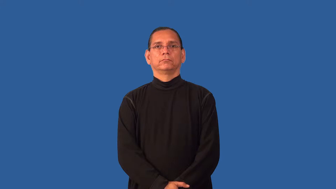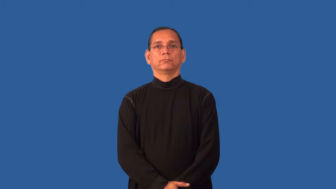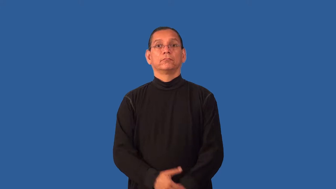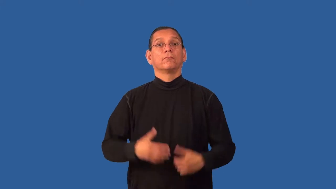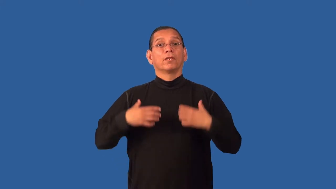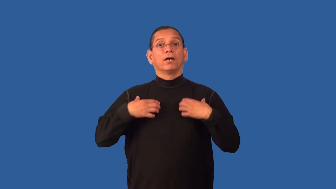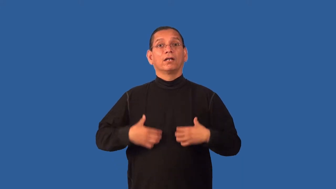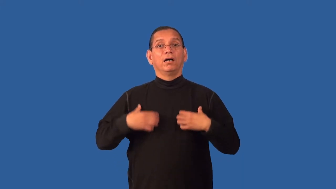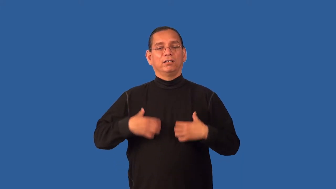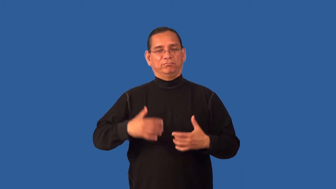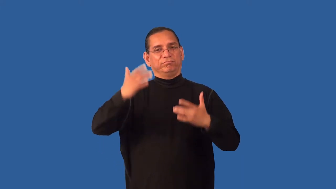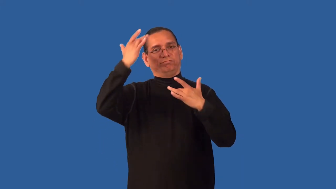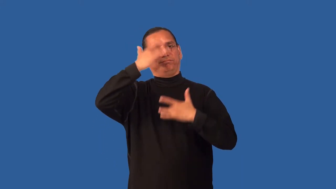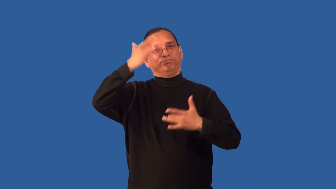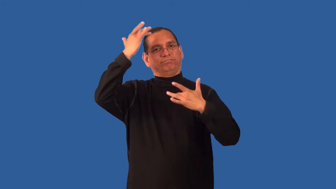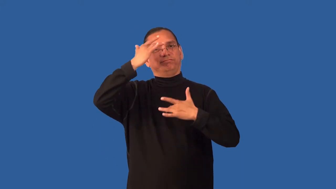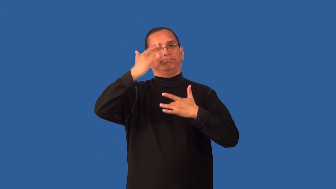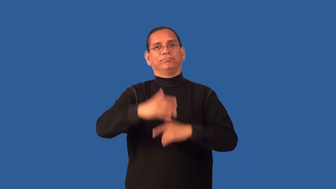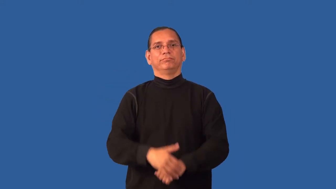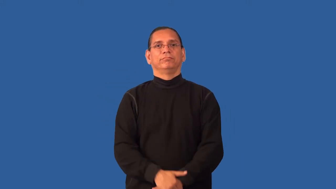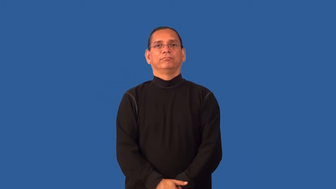emphysema